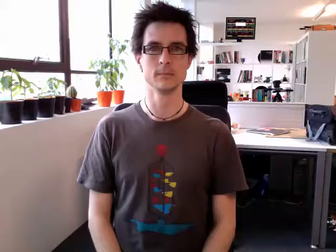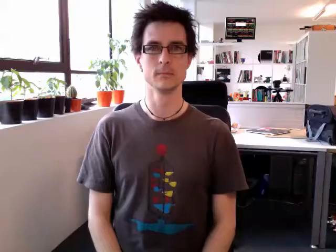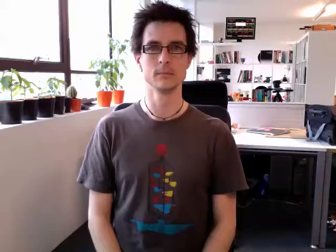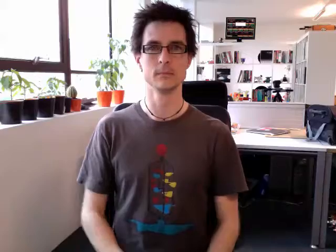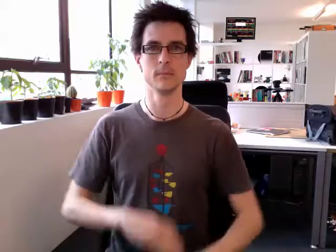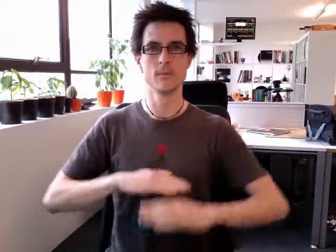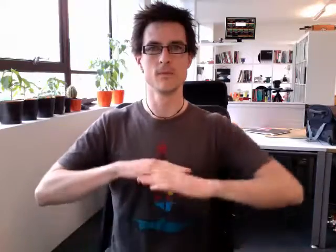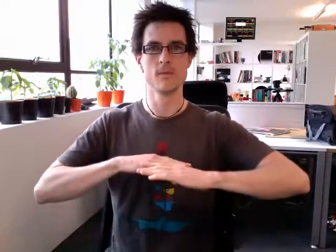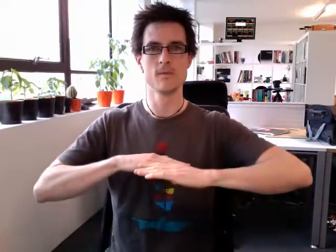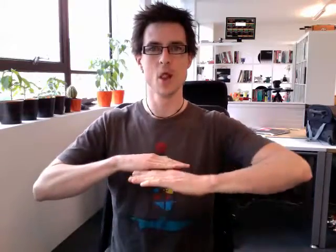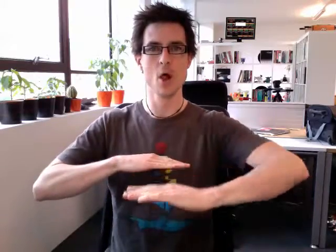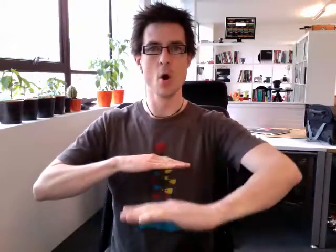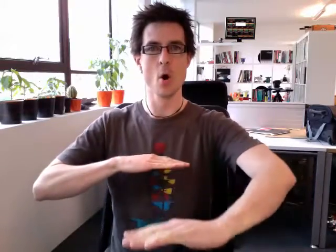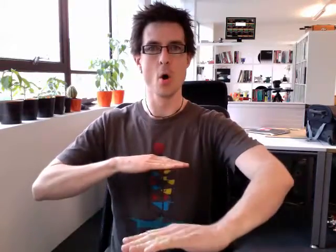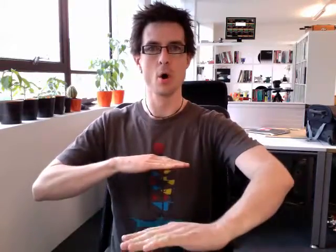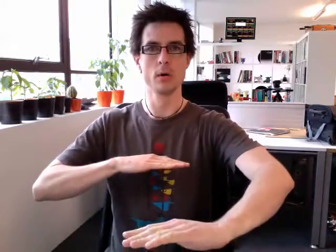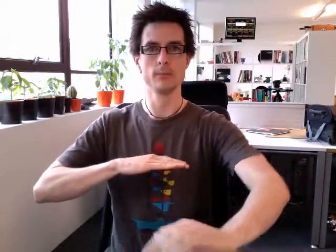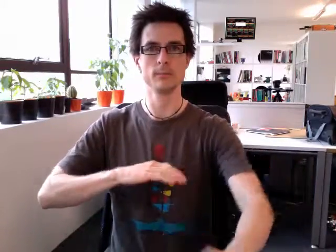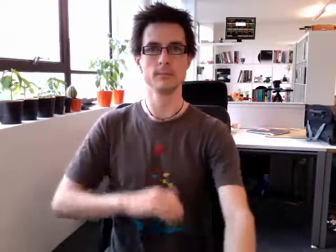floor